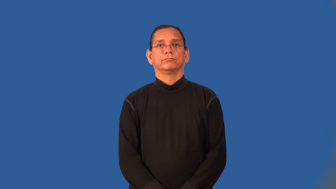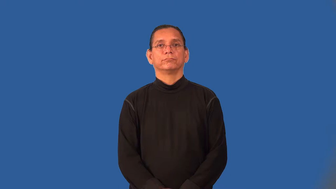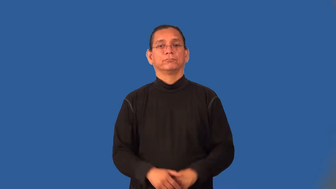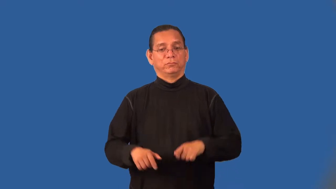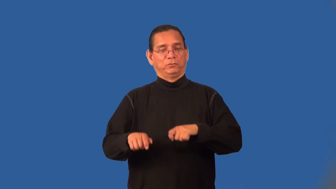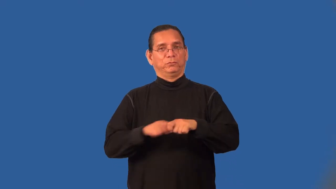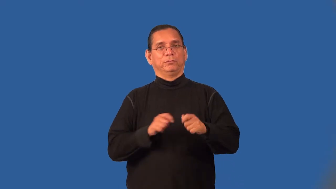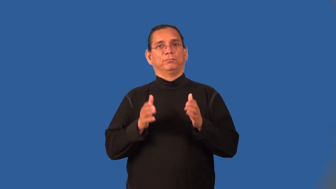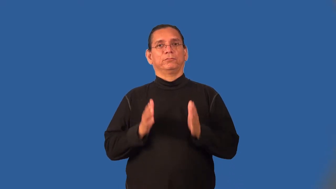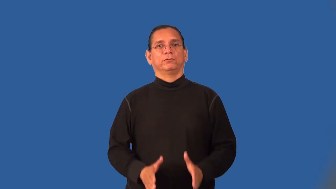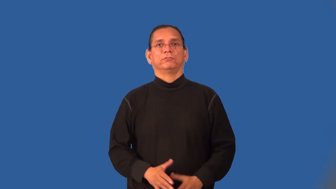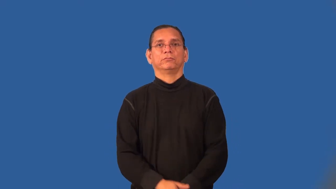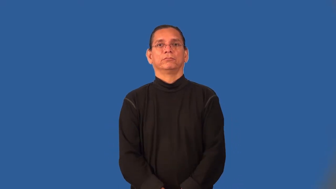ripper-tear